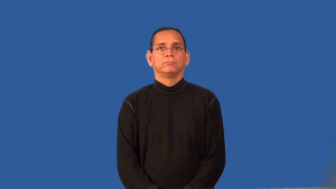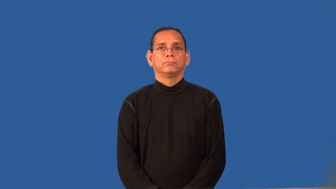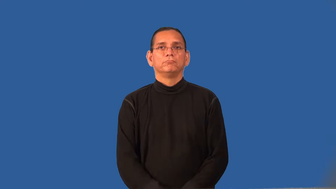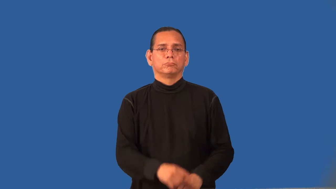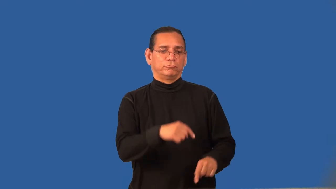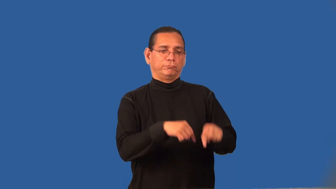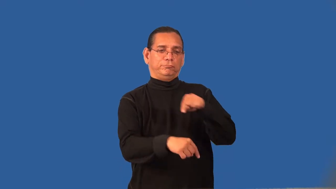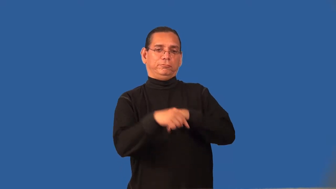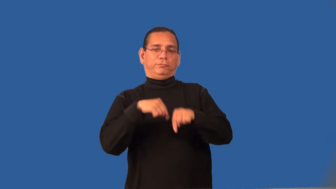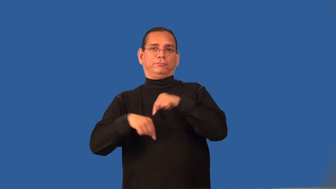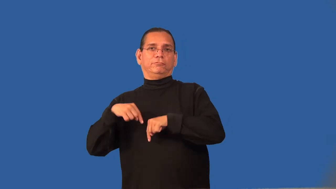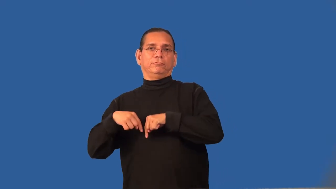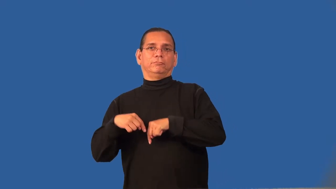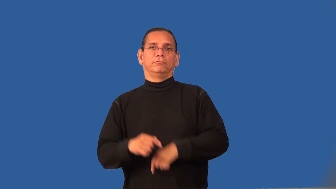regress,recede,degress